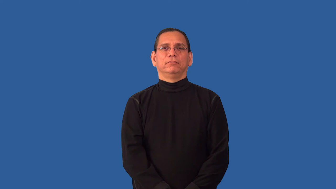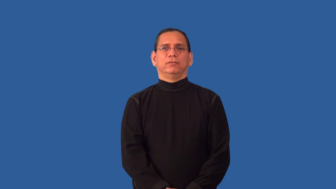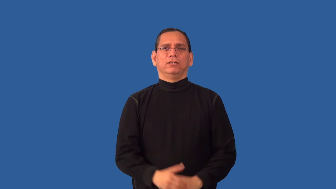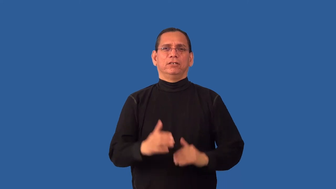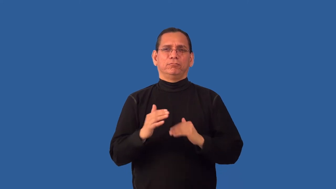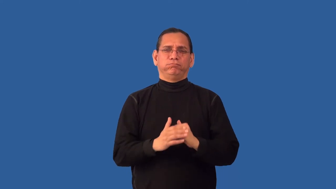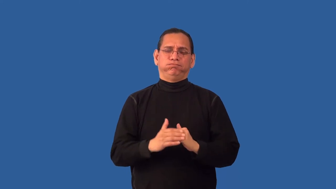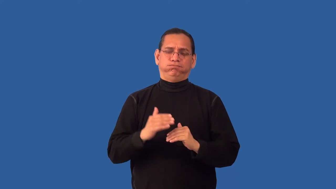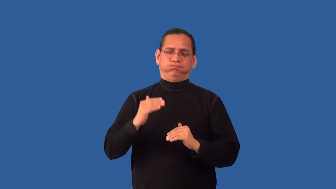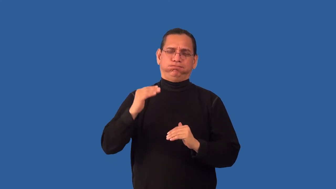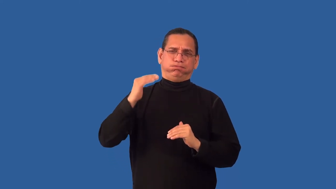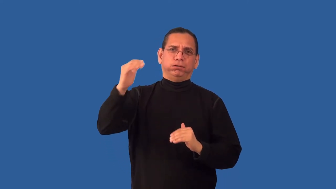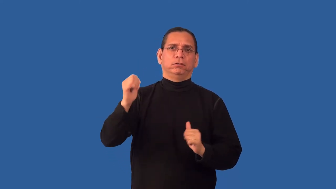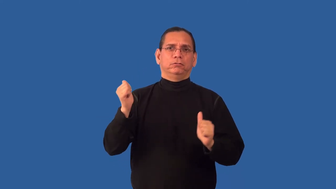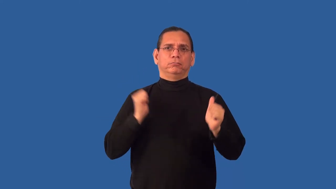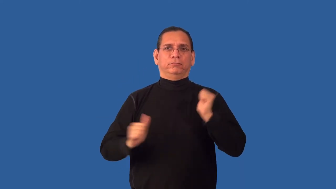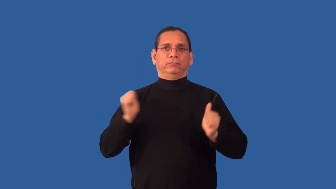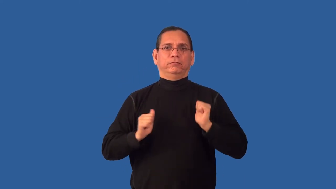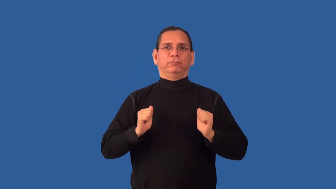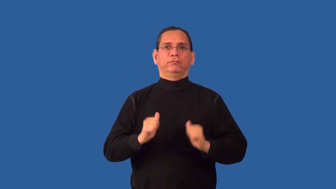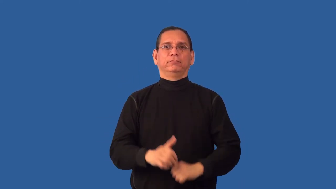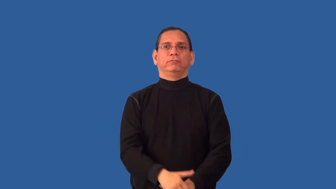overact